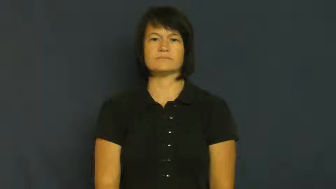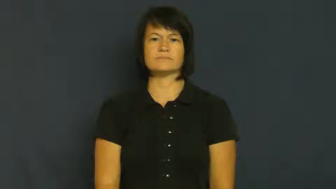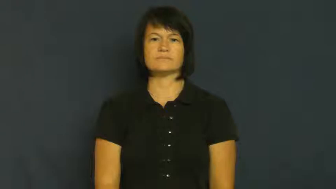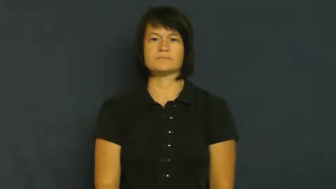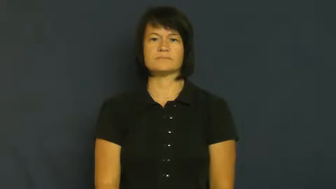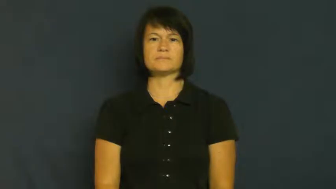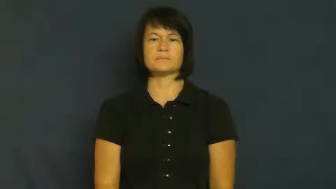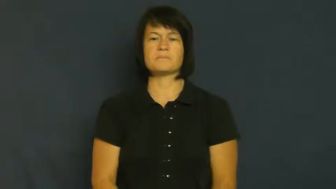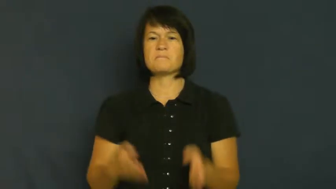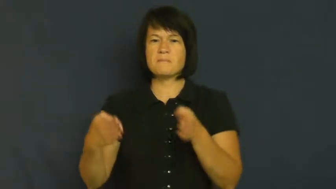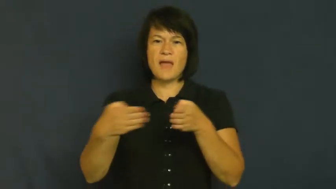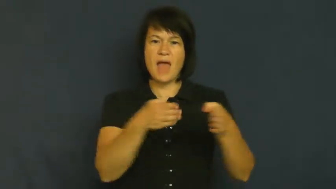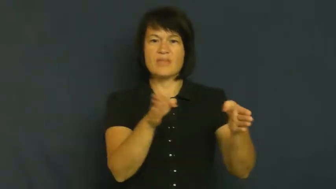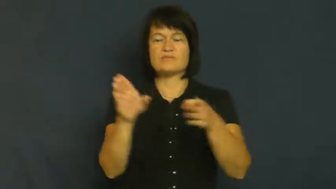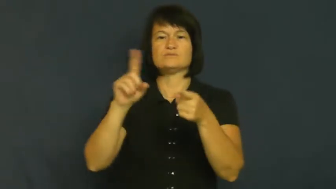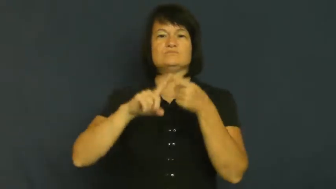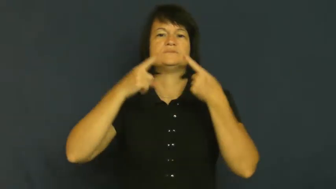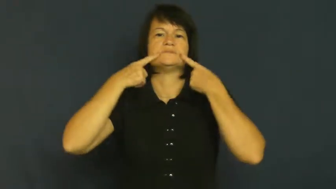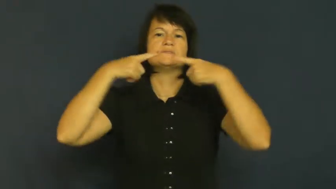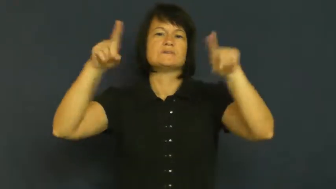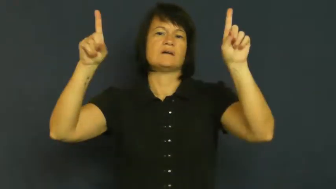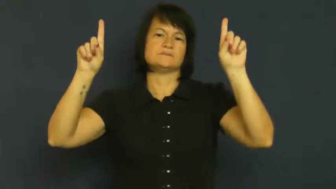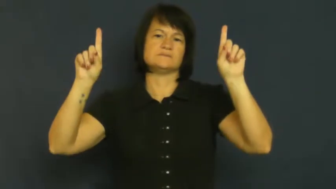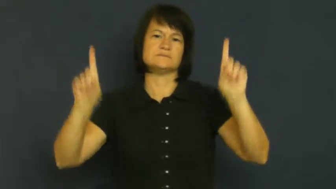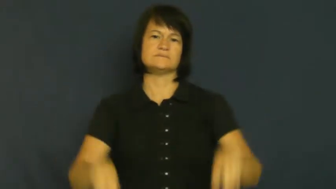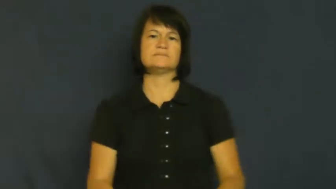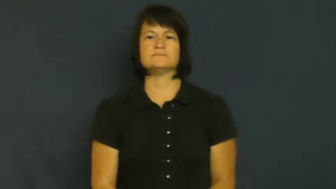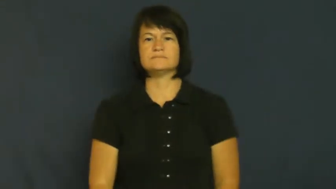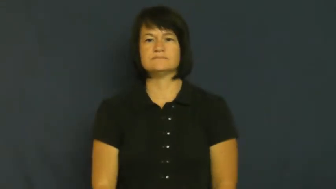track-path to success